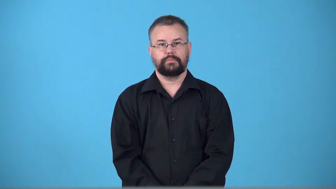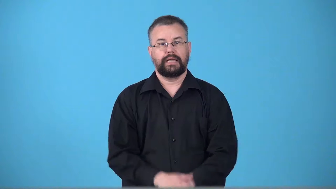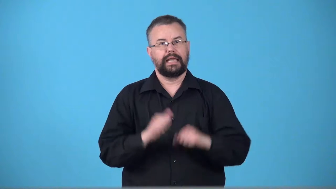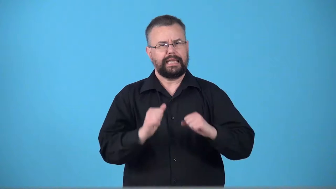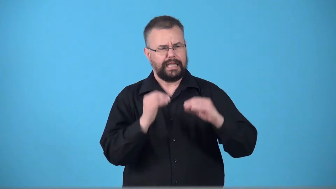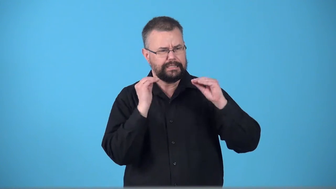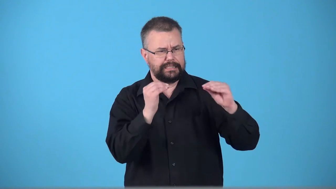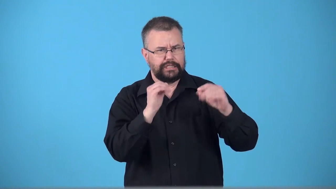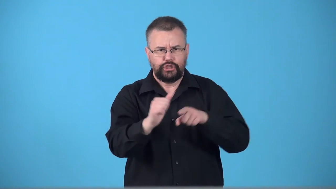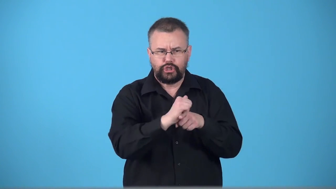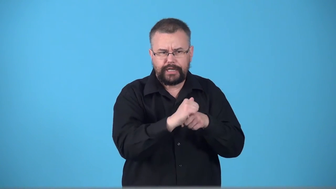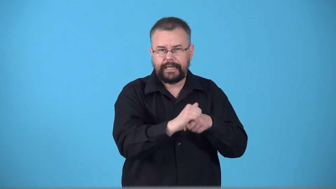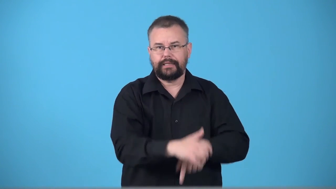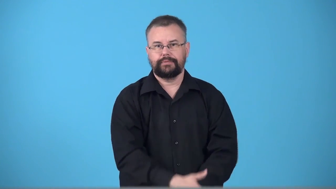trainer